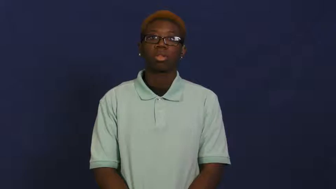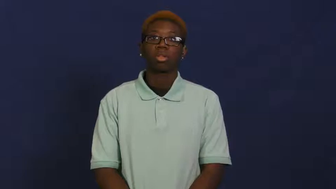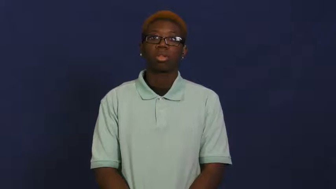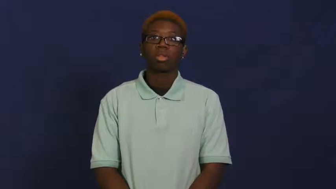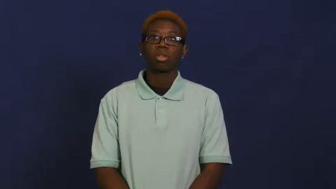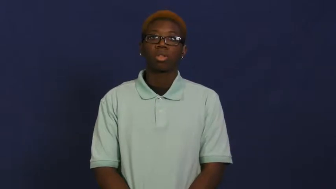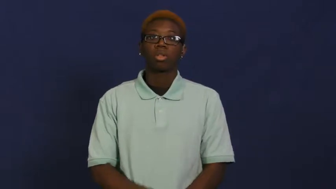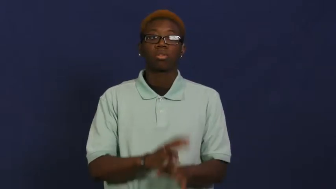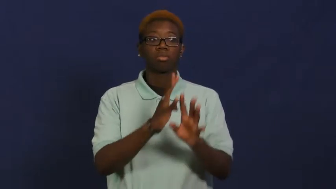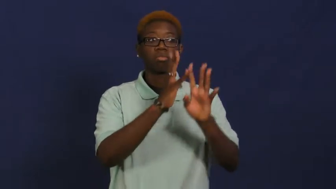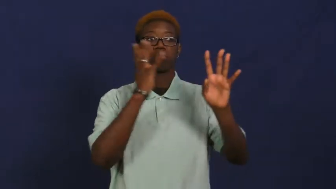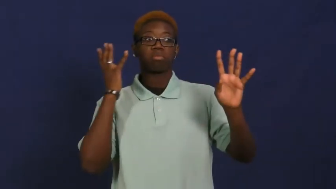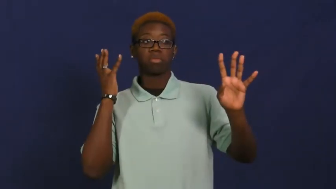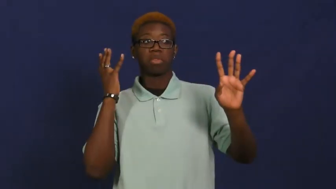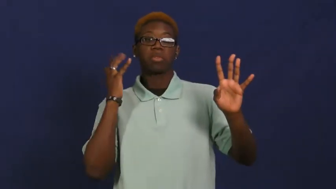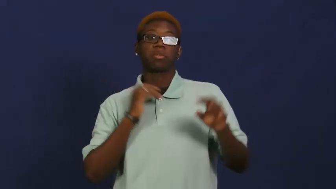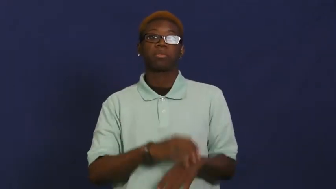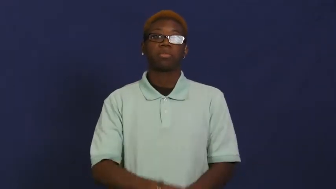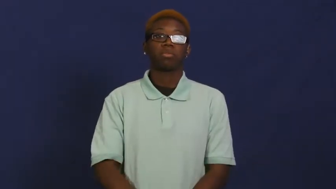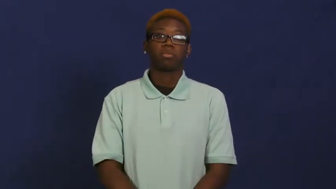lineup,line up,end to end